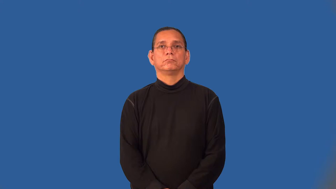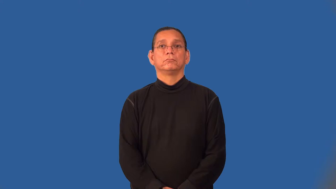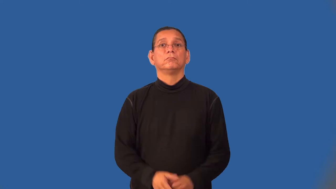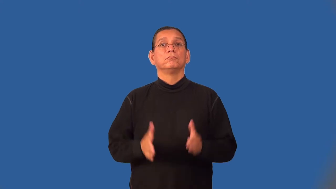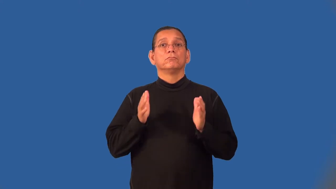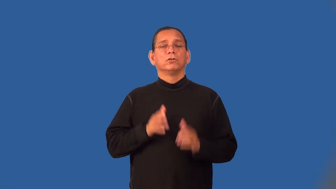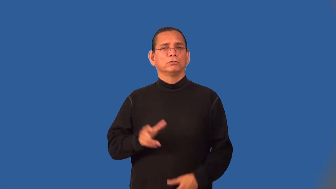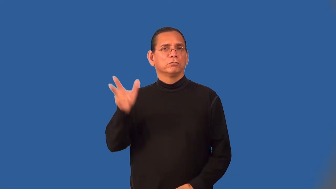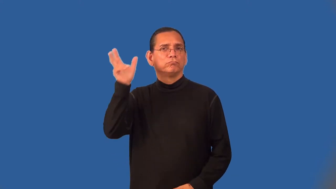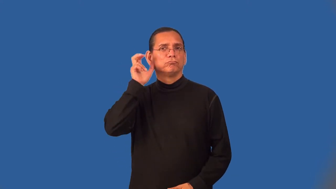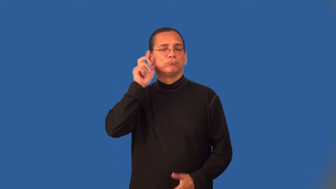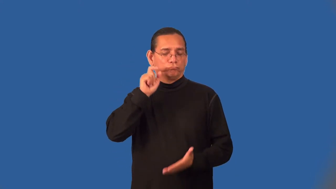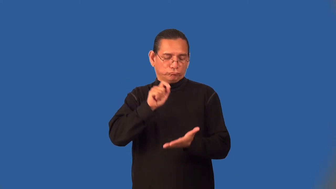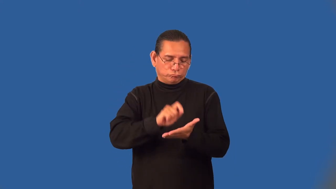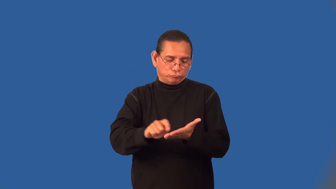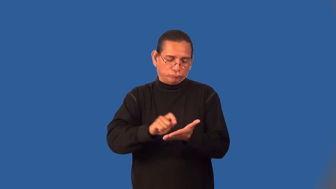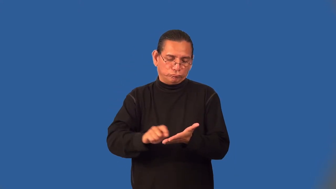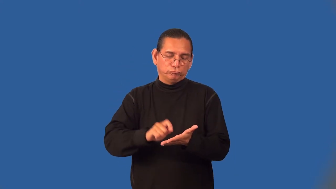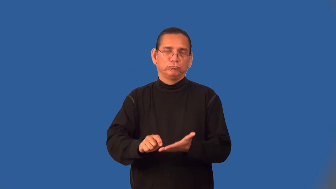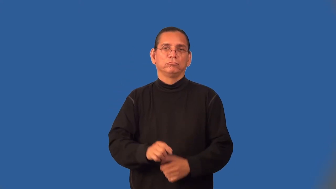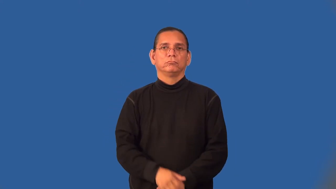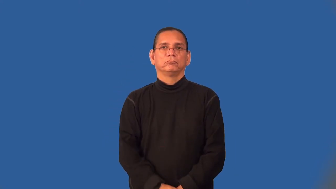transcriber